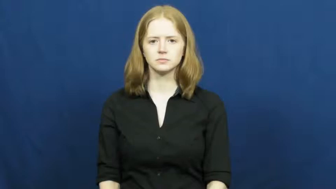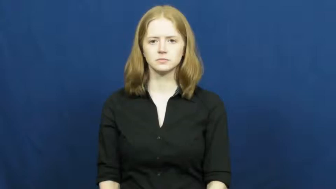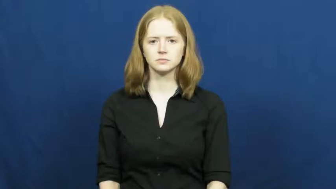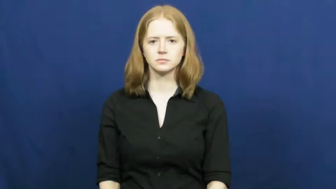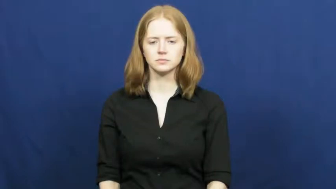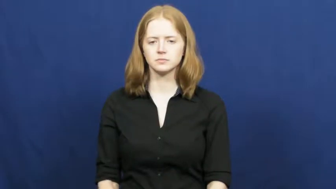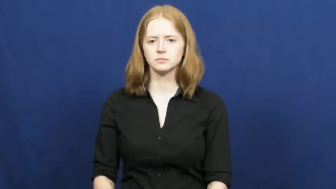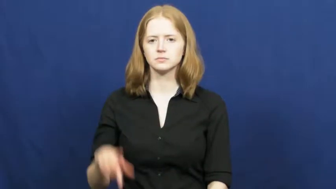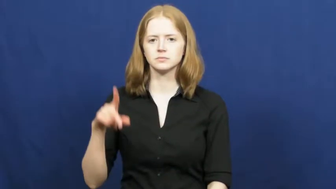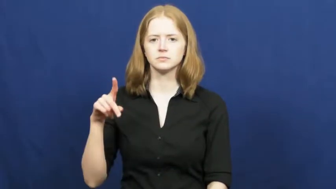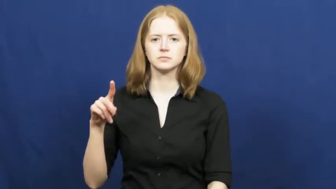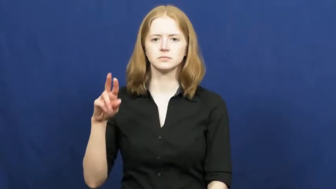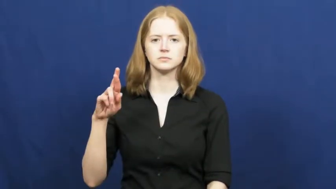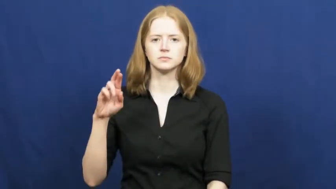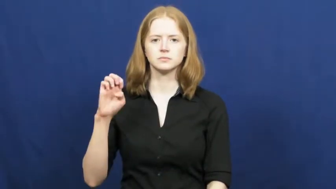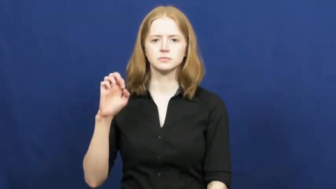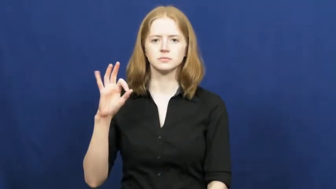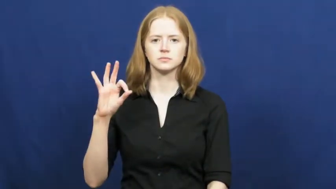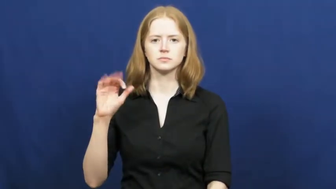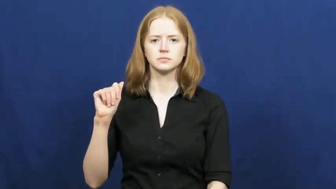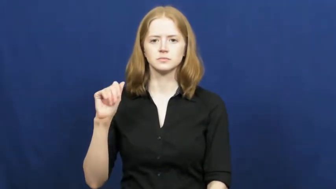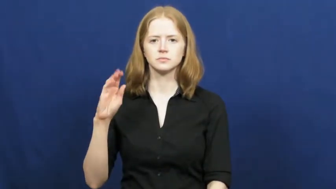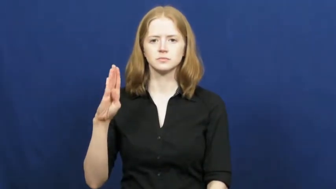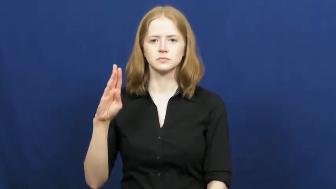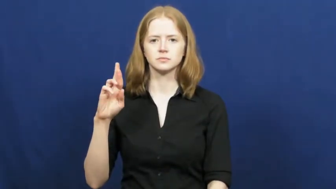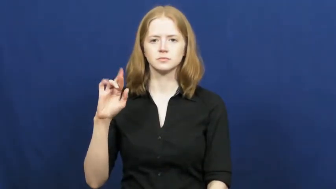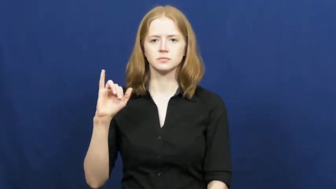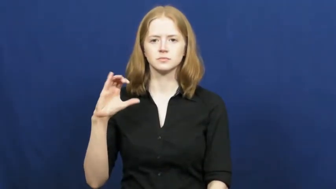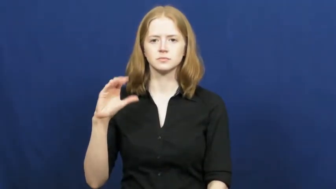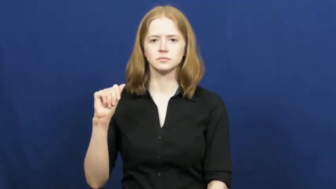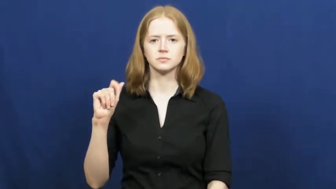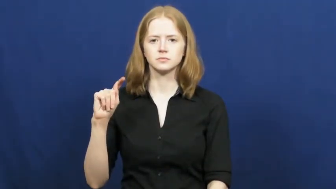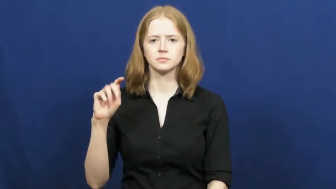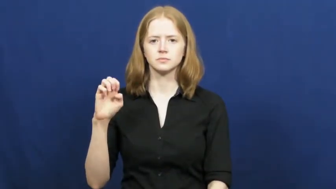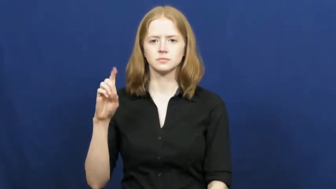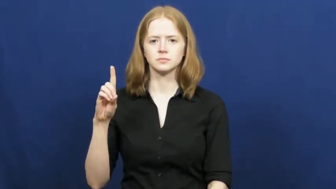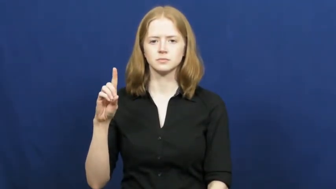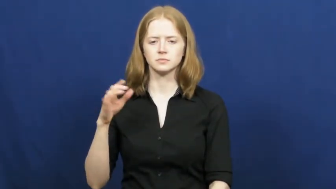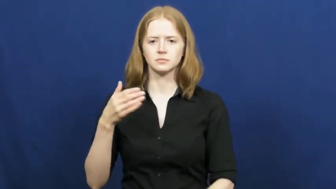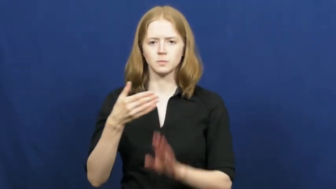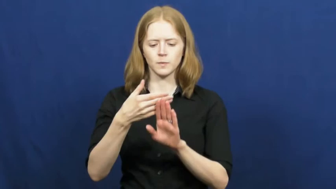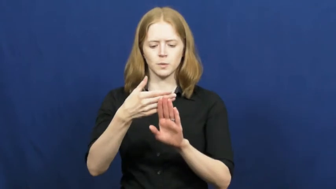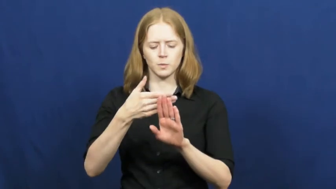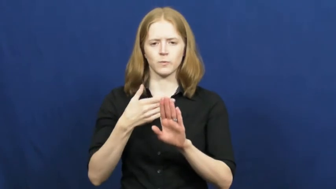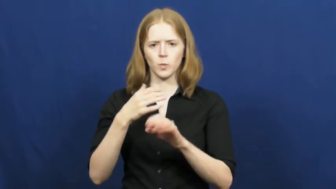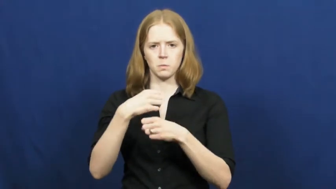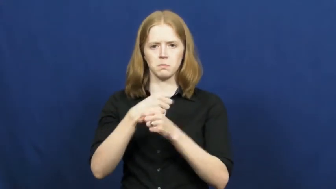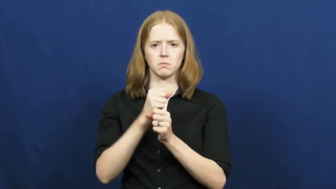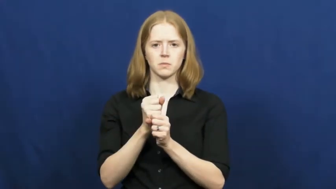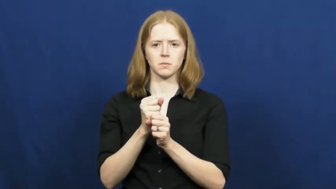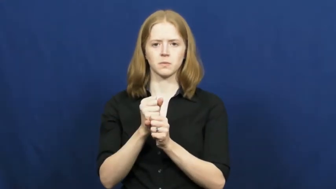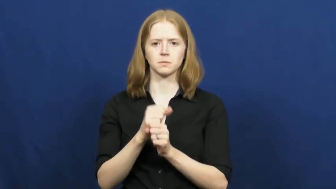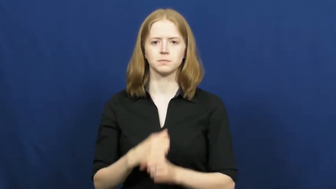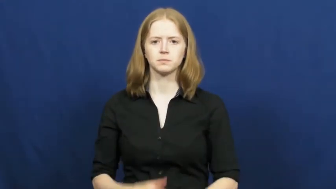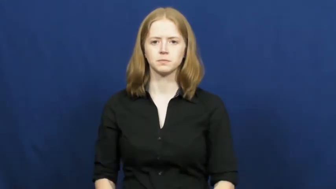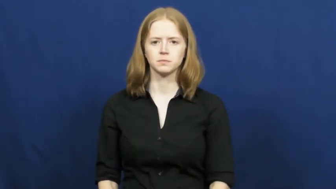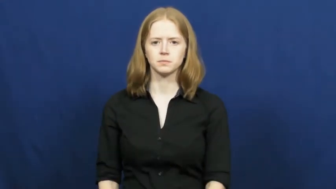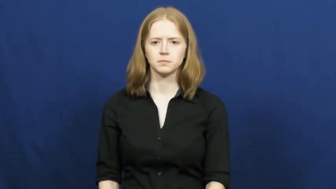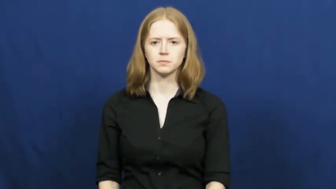prefabricated